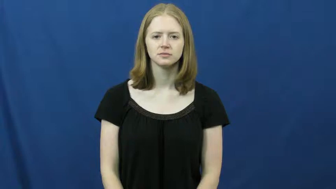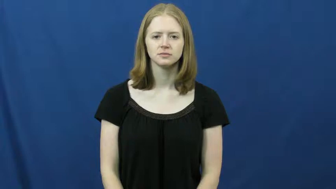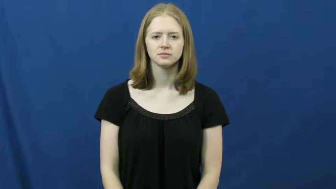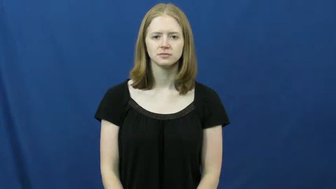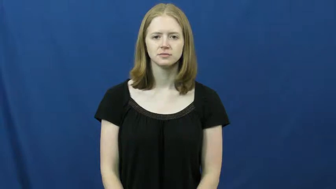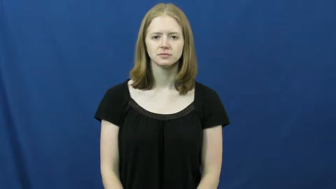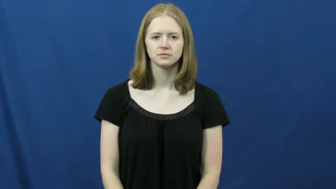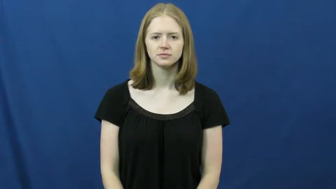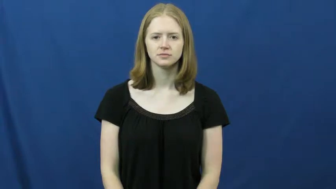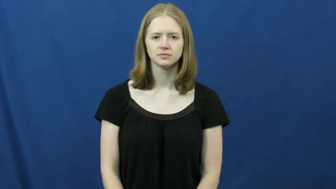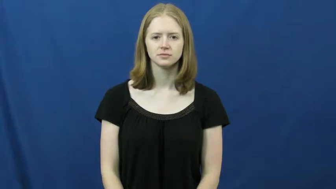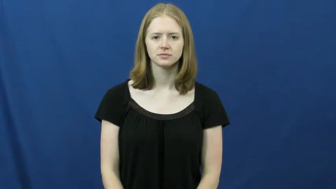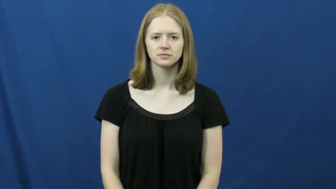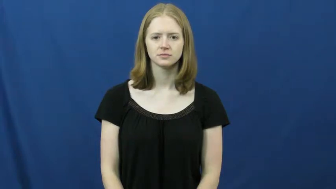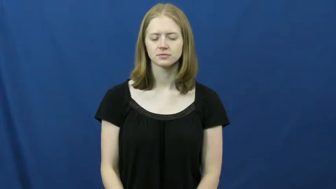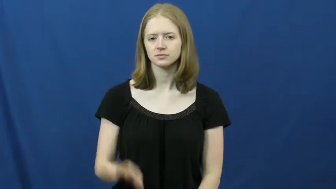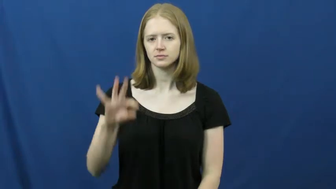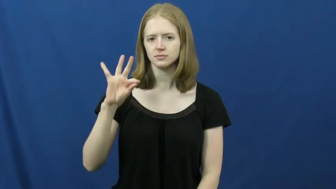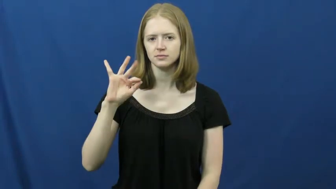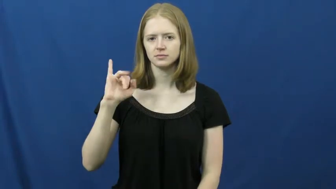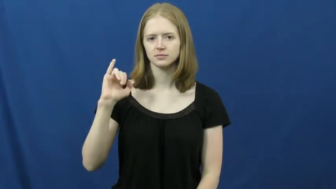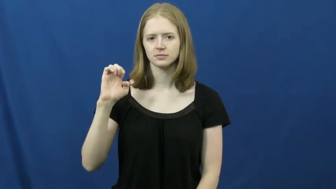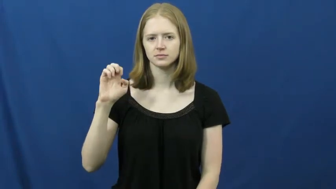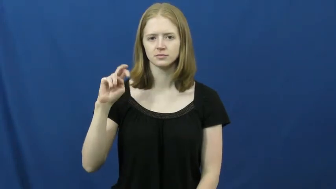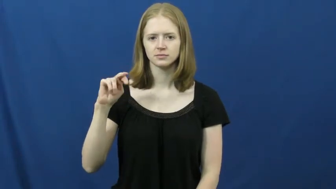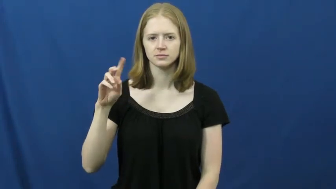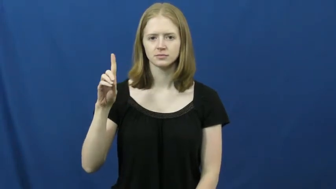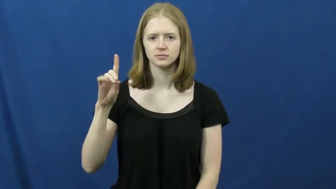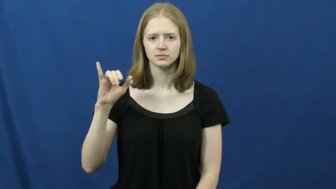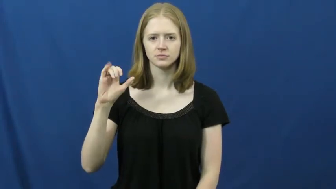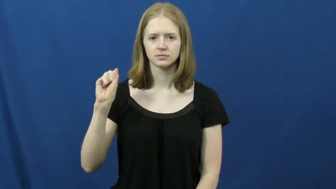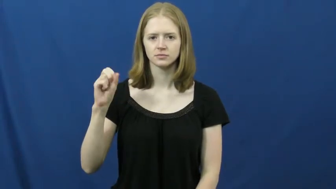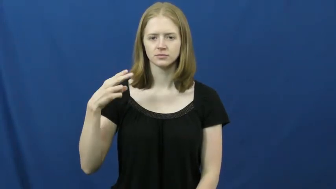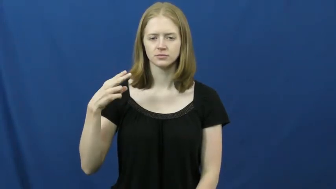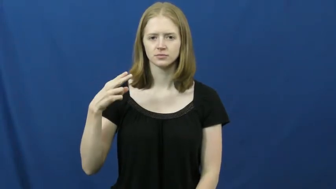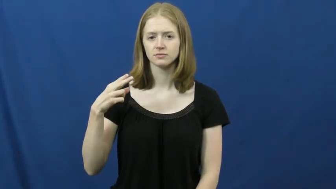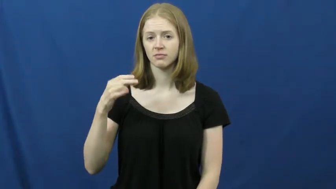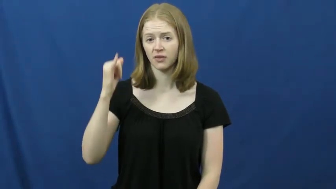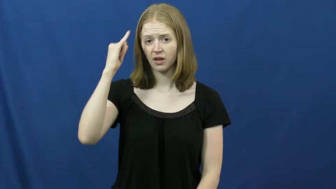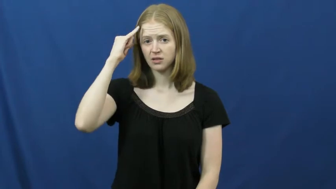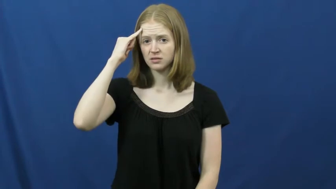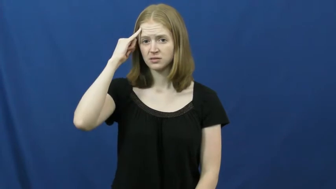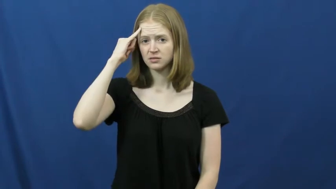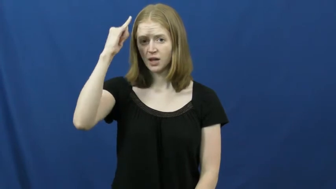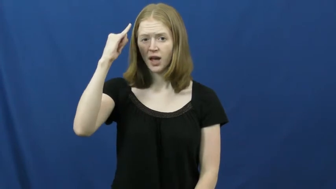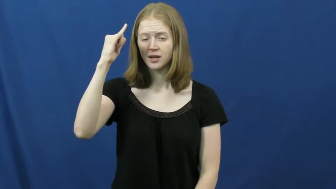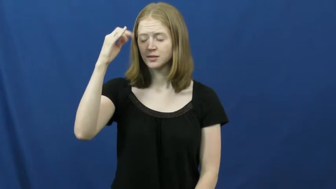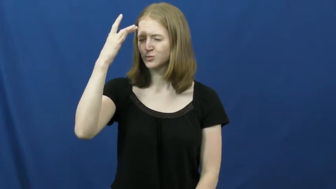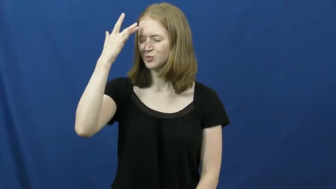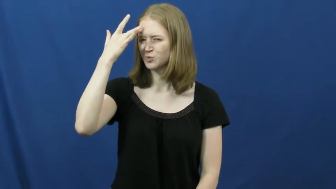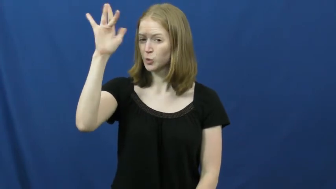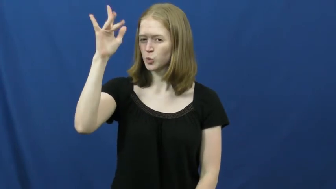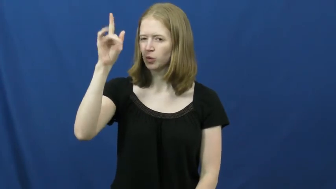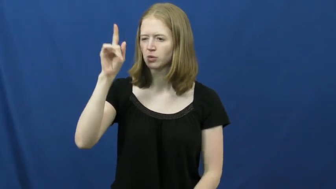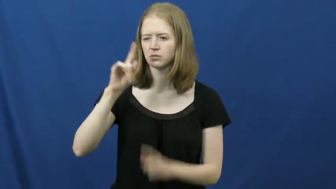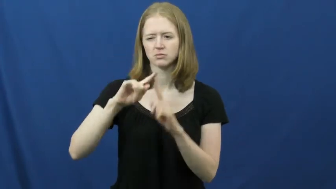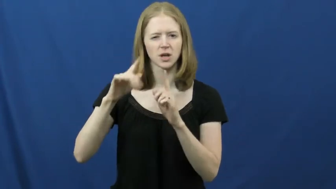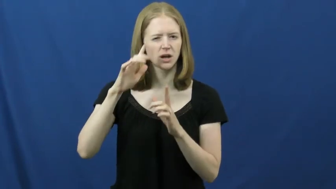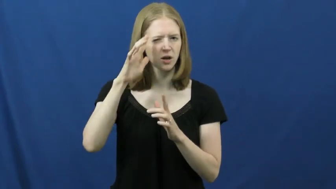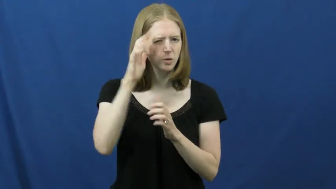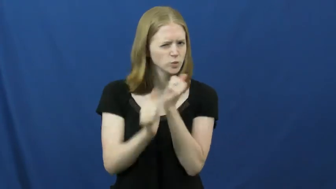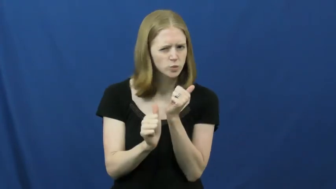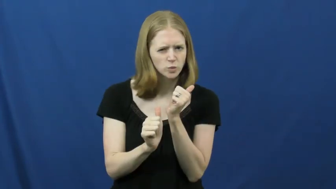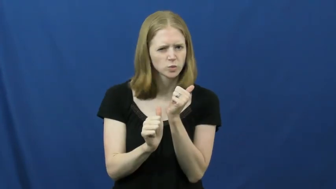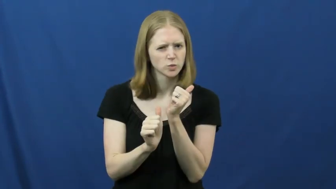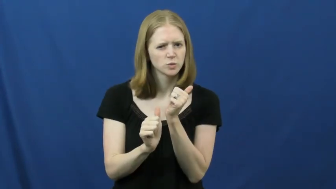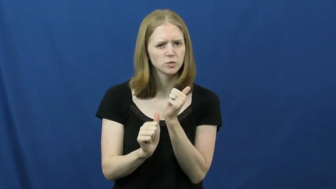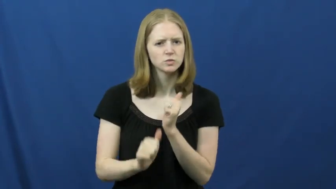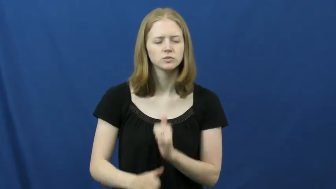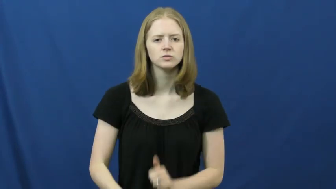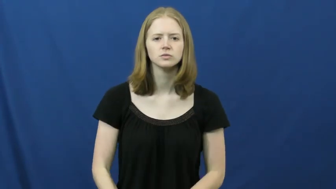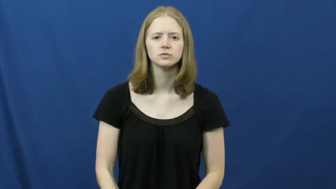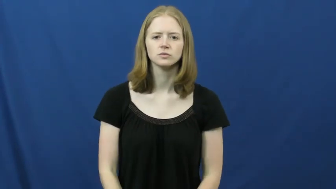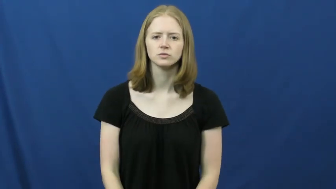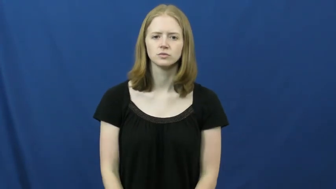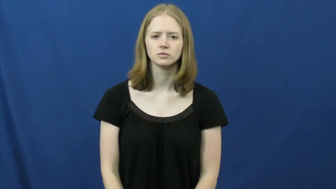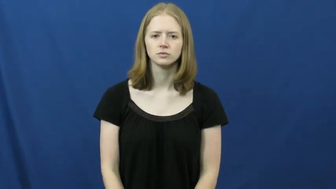fiendish